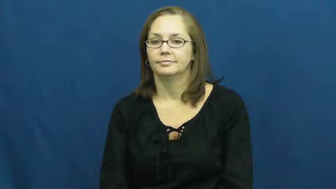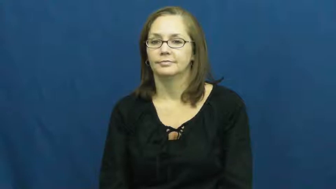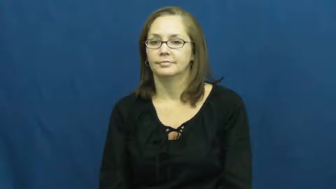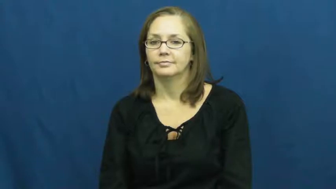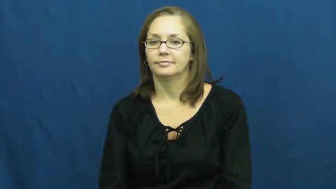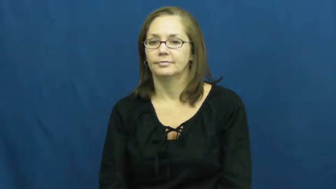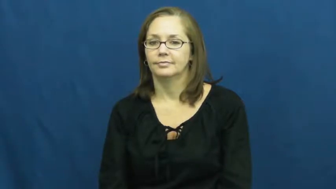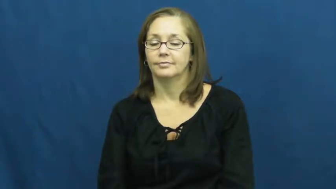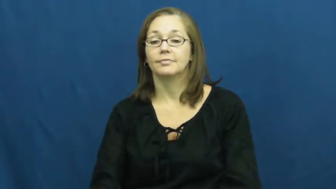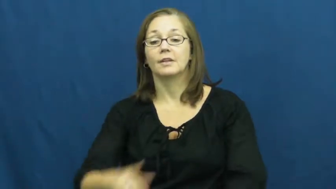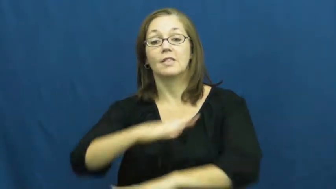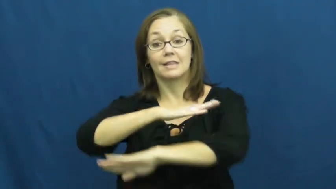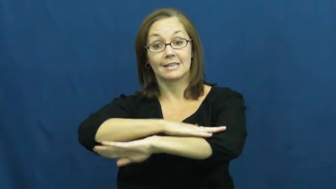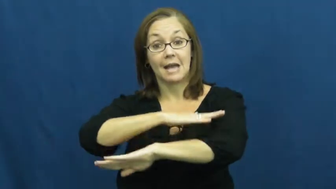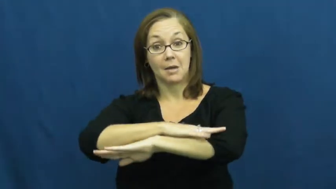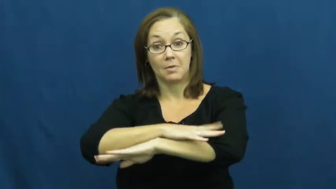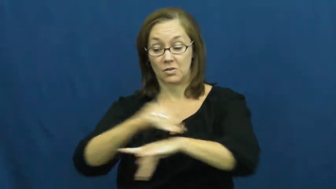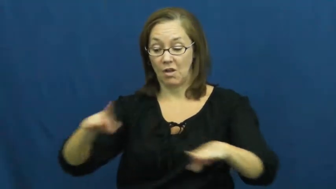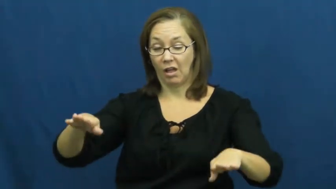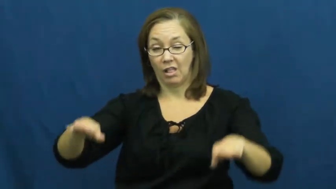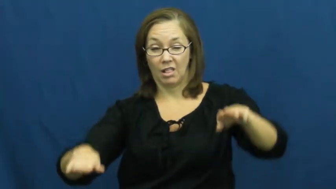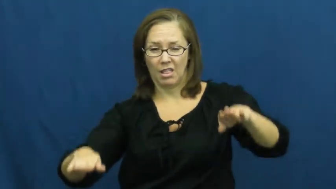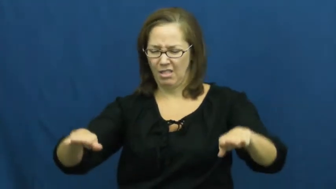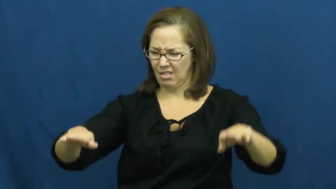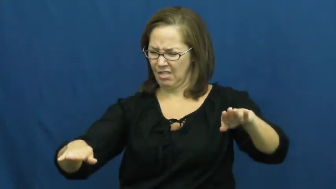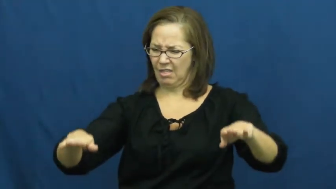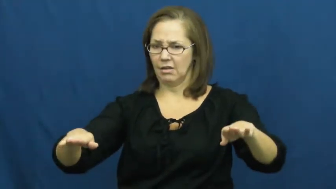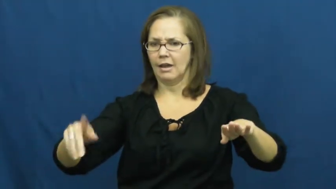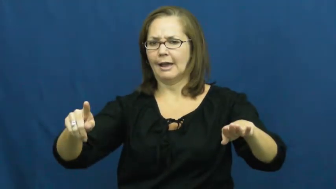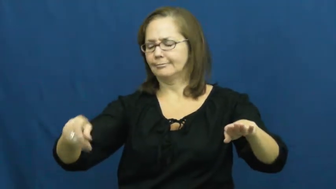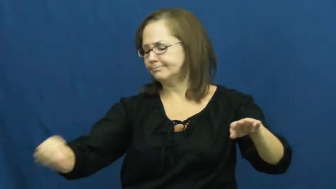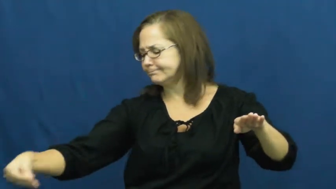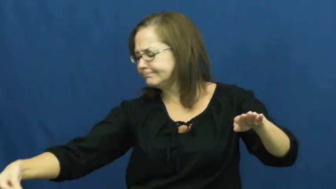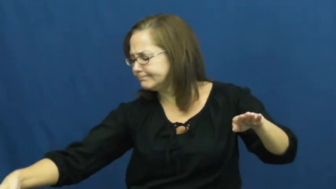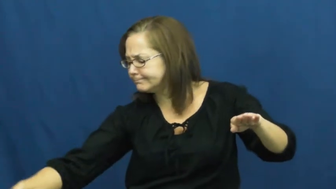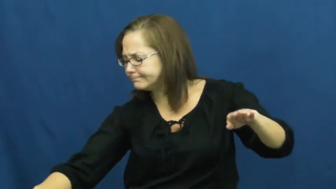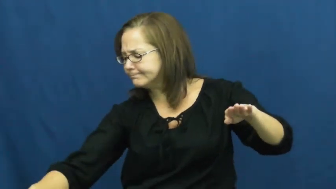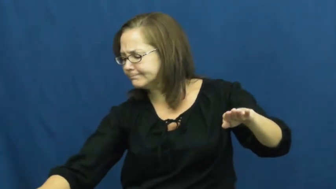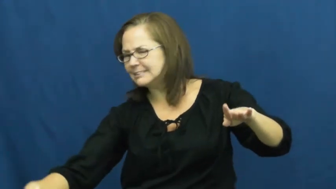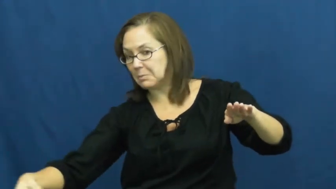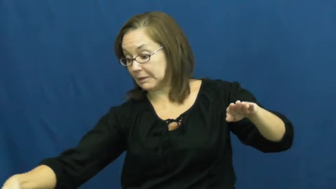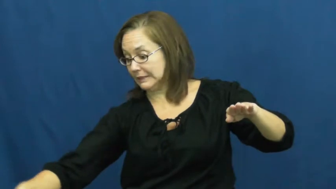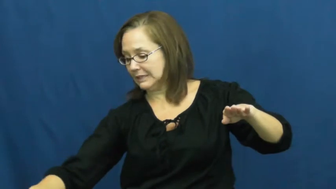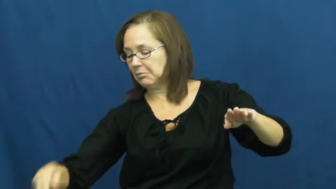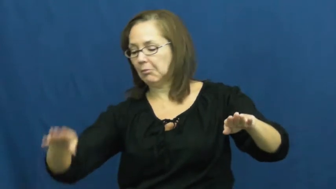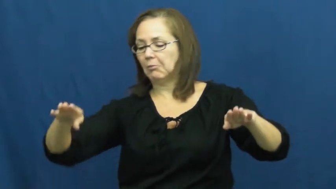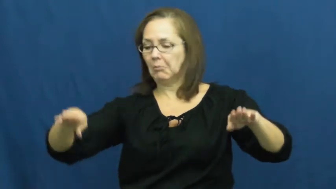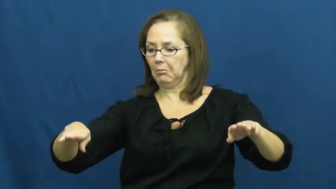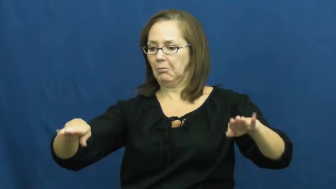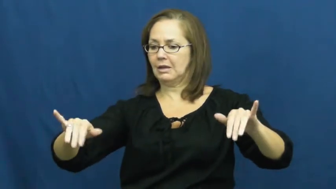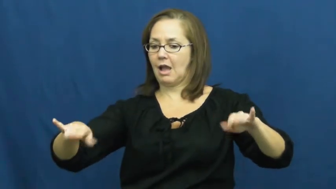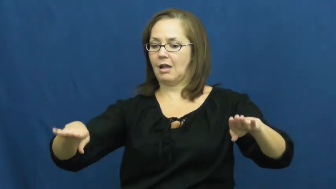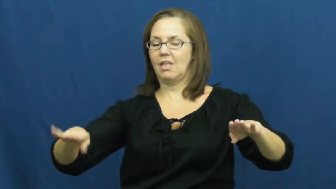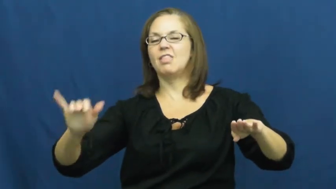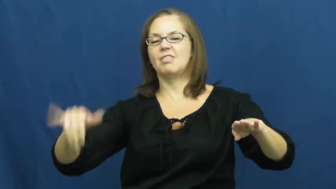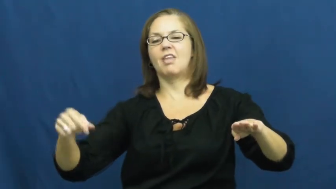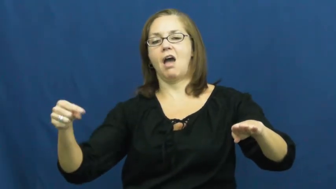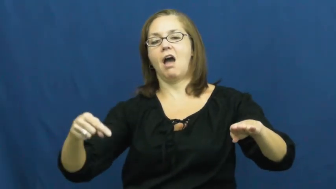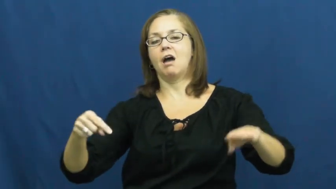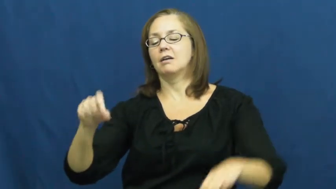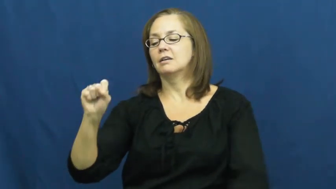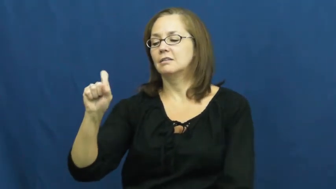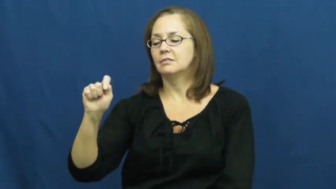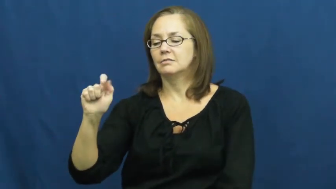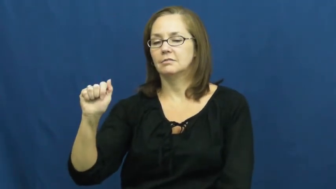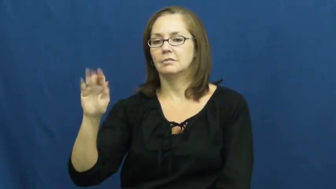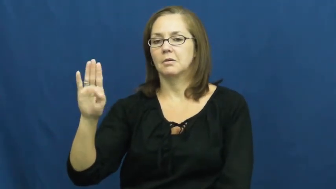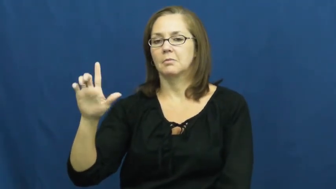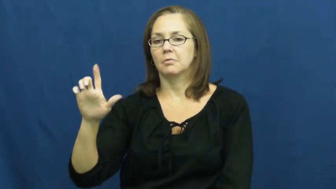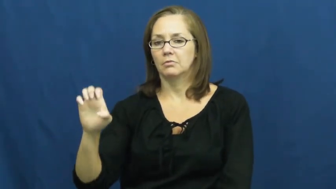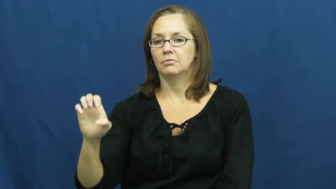stable-balance